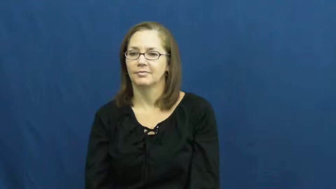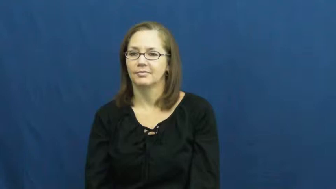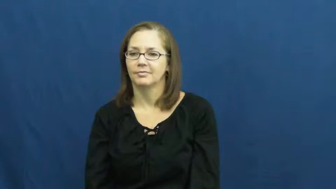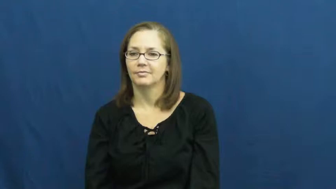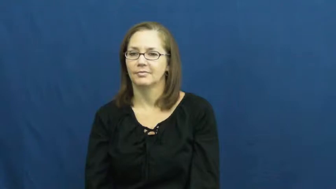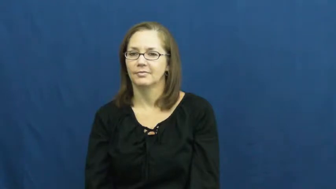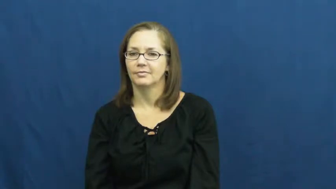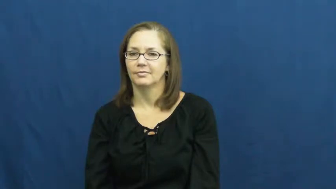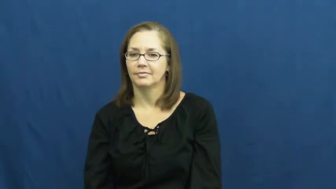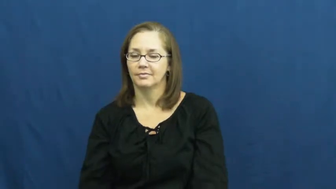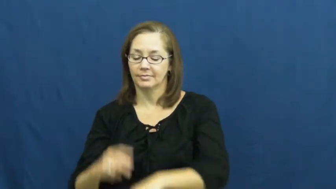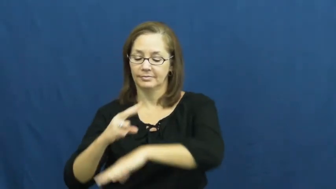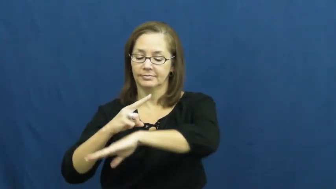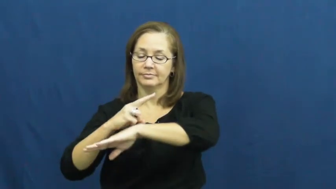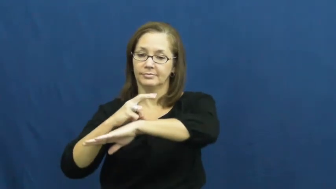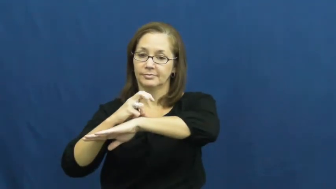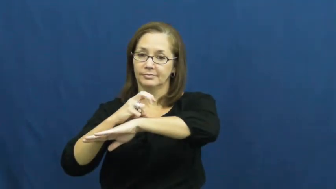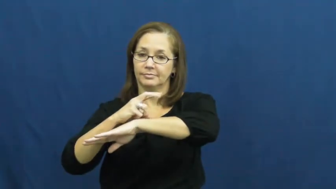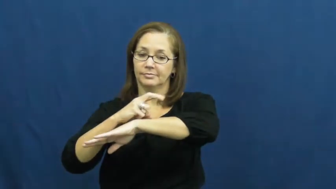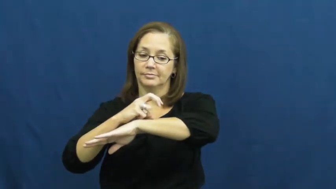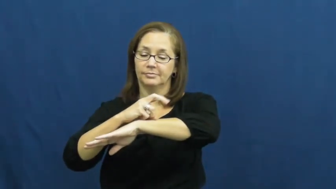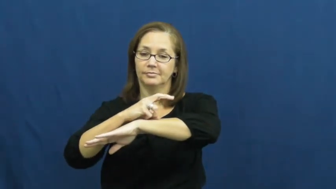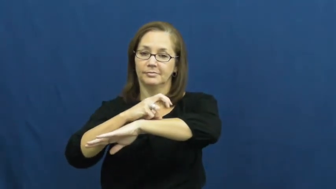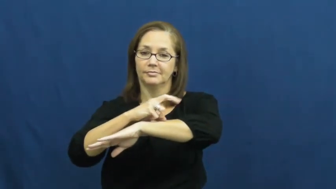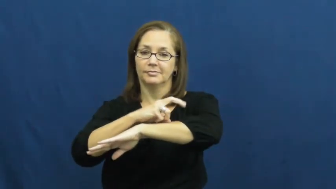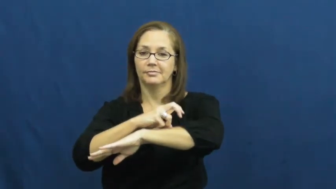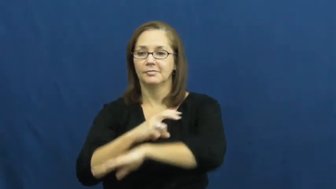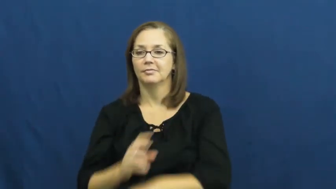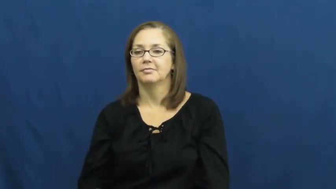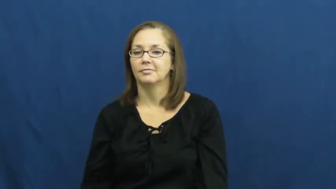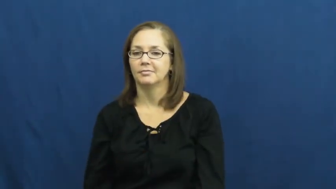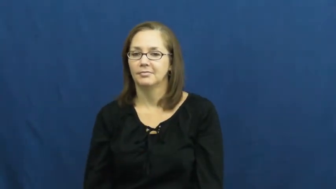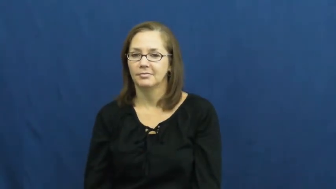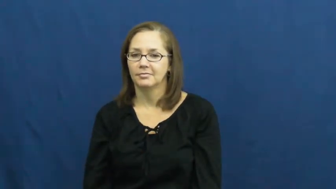snail,gastropod